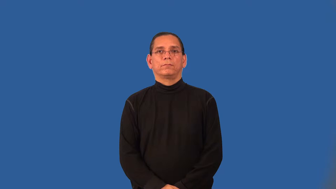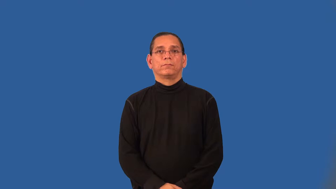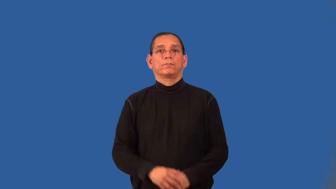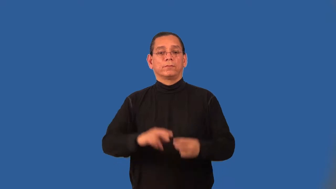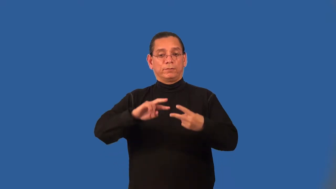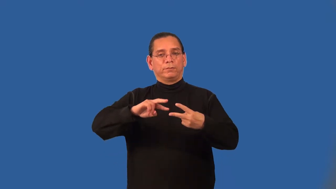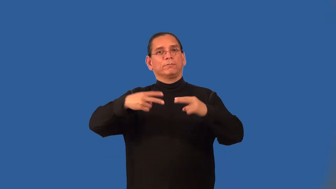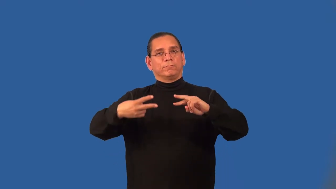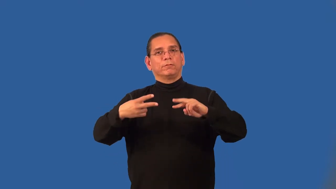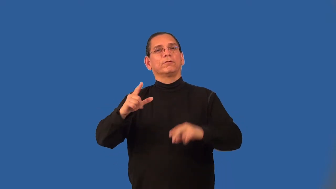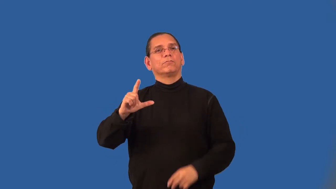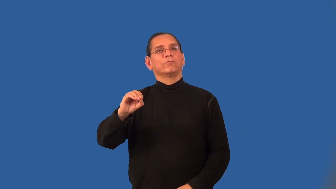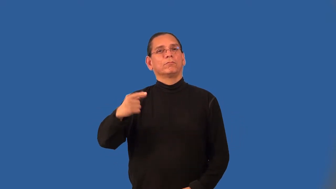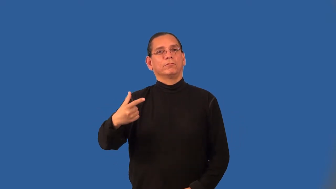antilogarithm